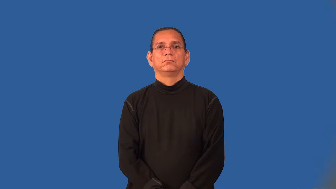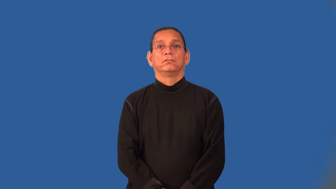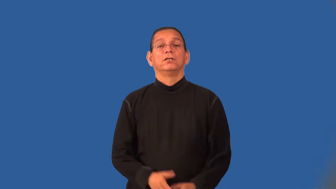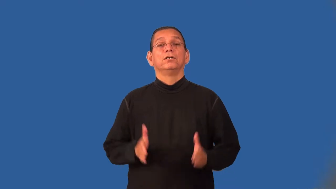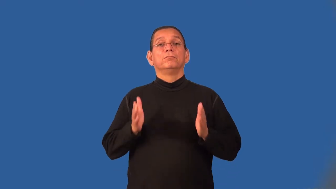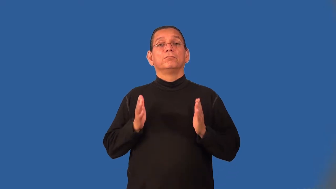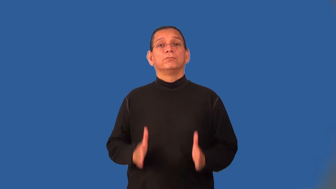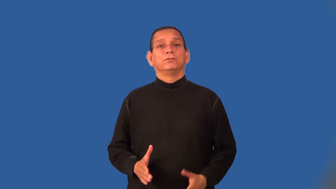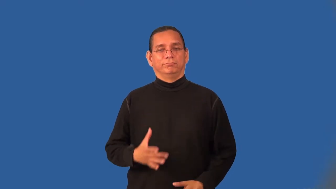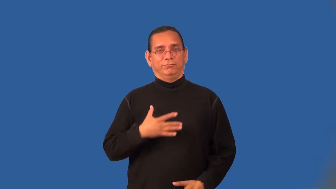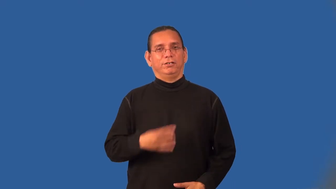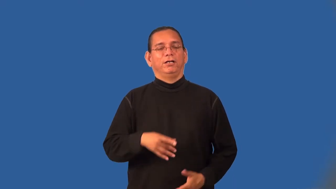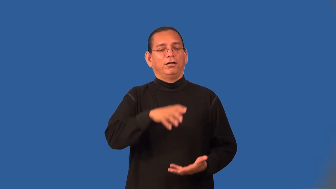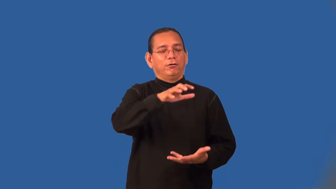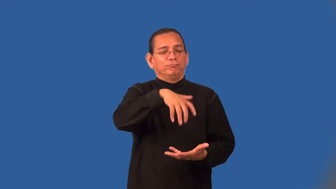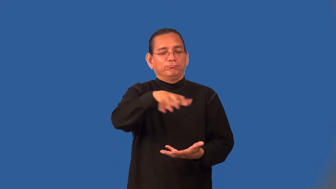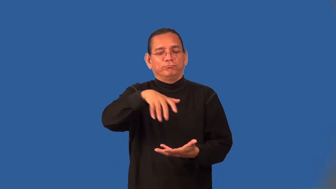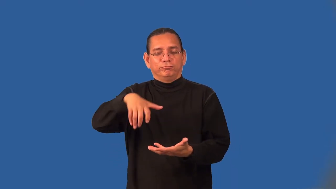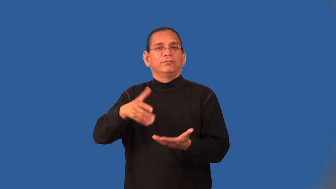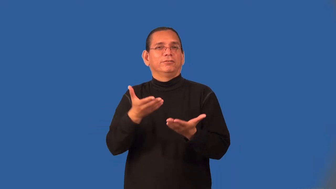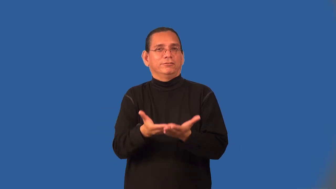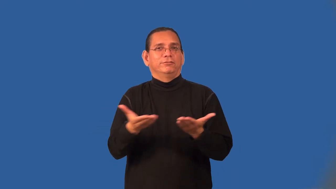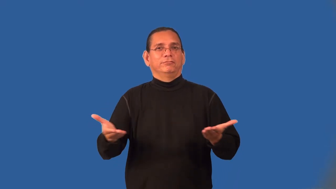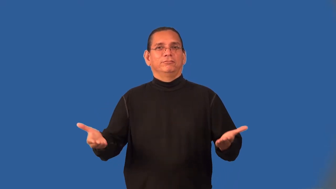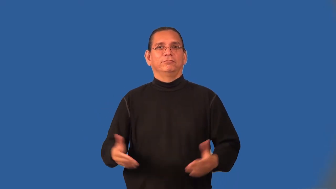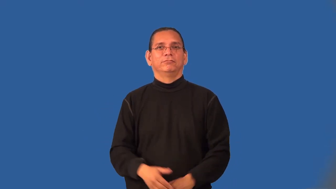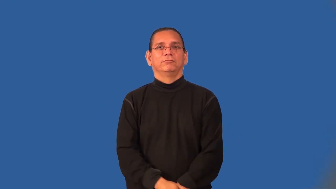materialist